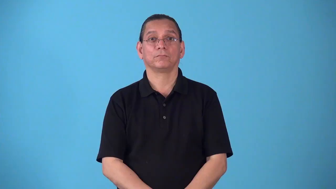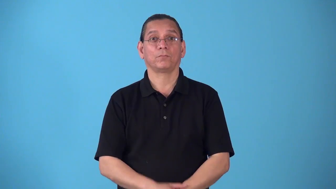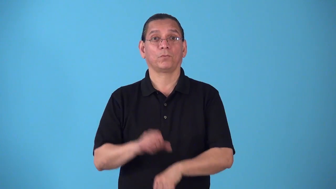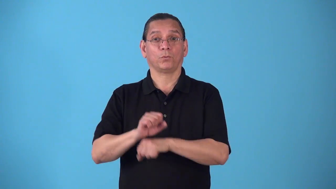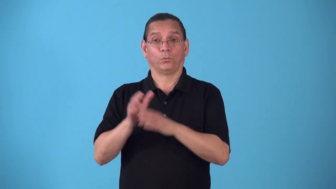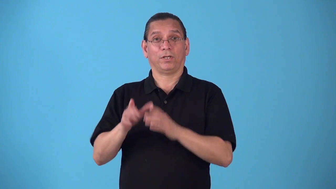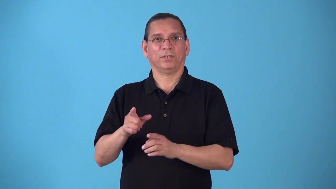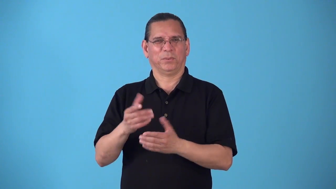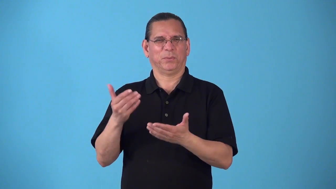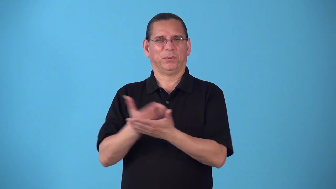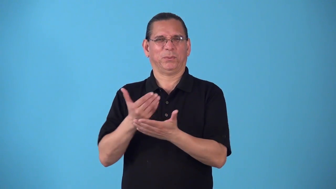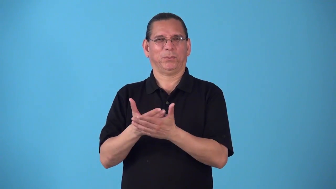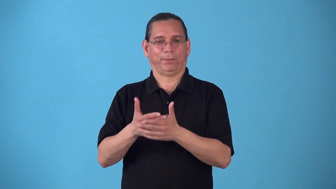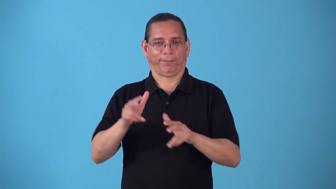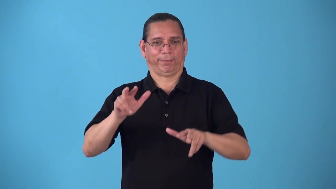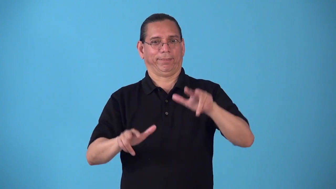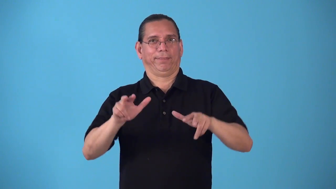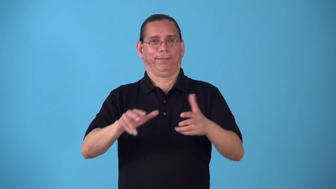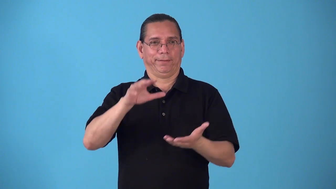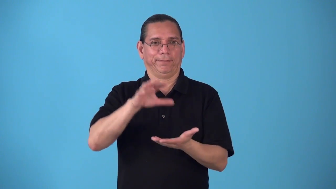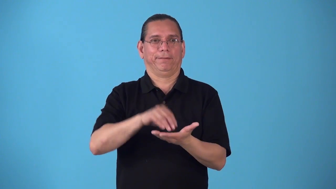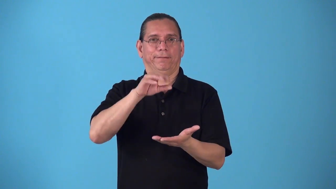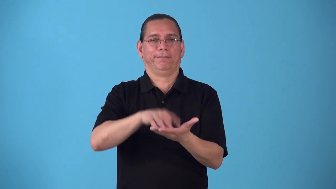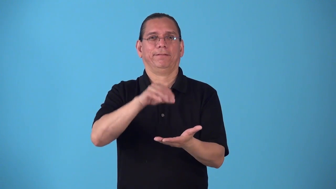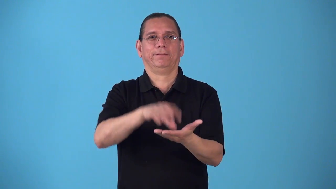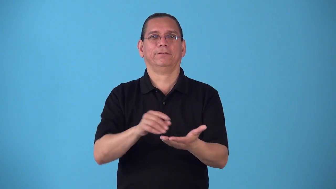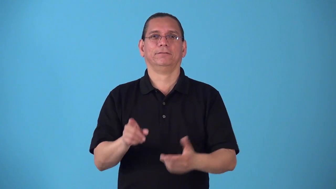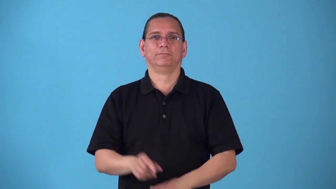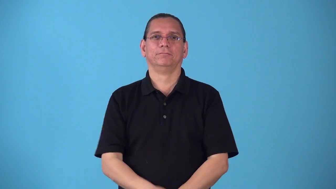rookie